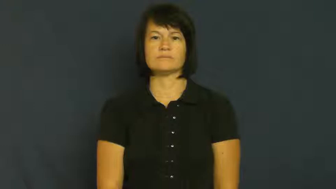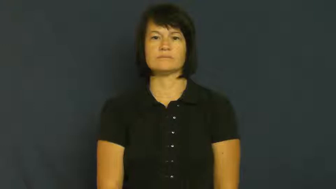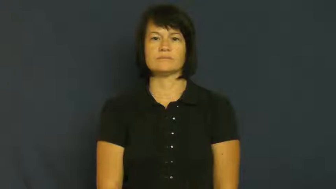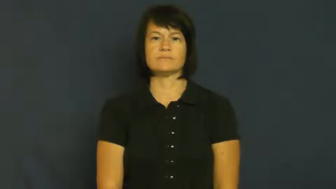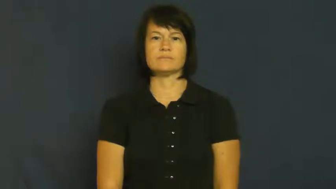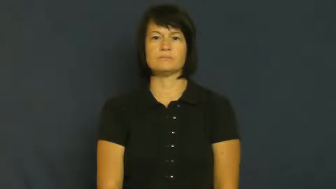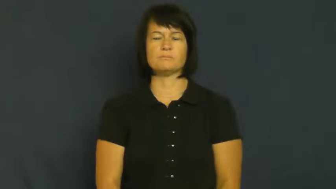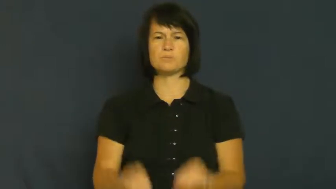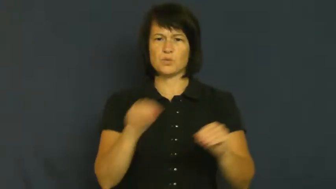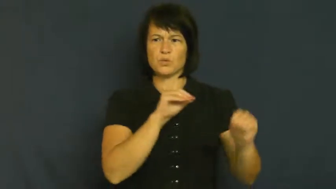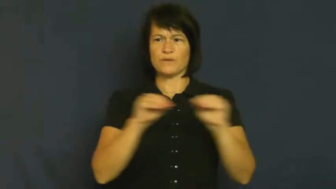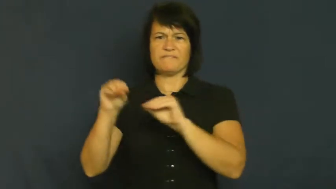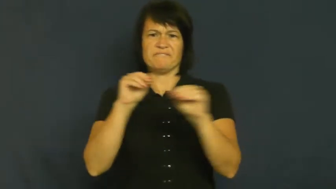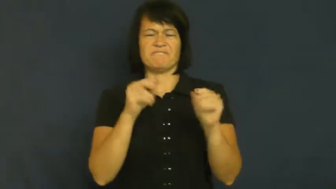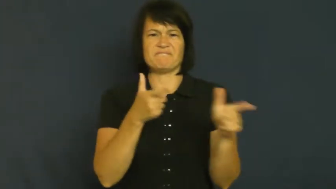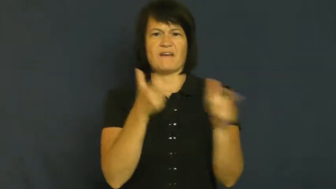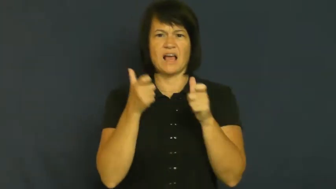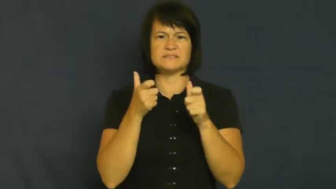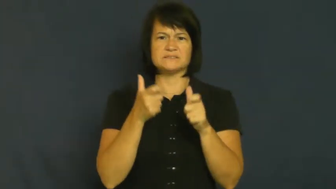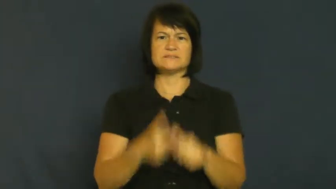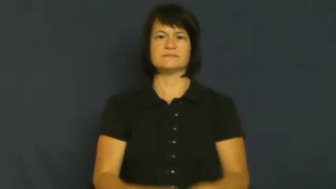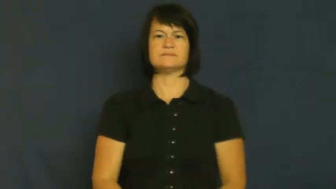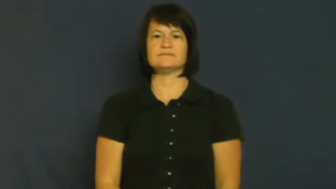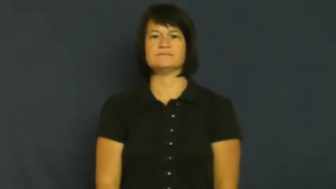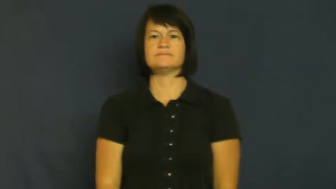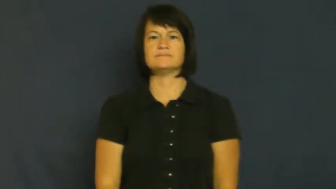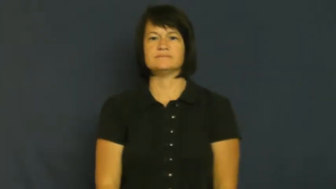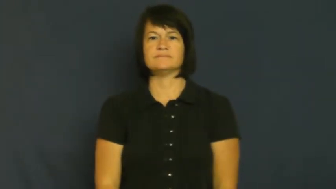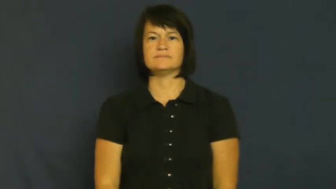streak-move very quickly